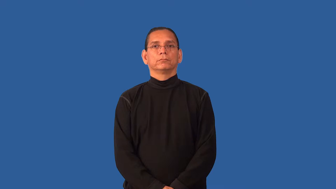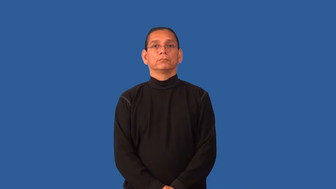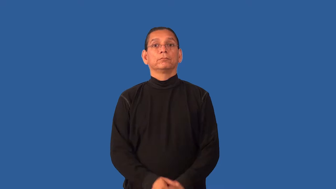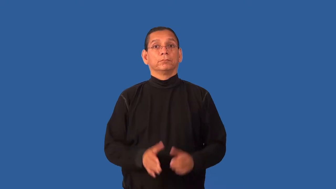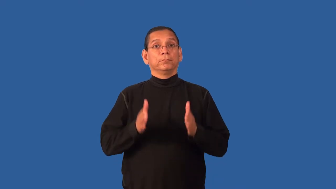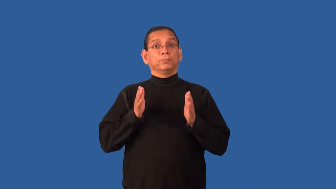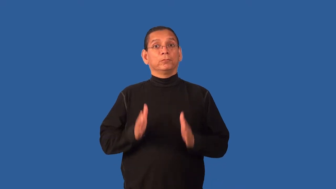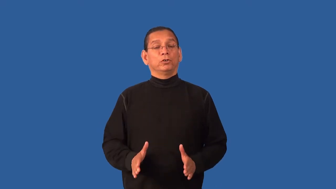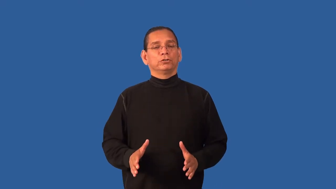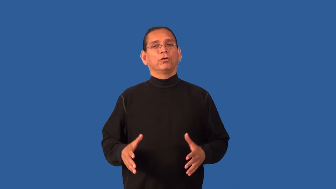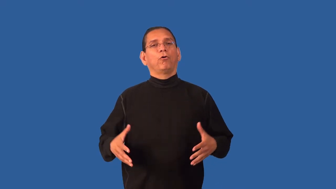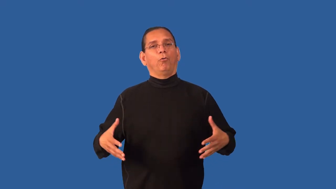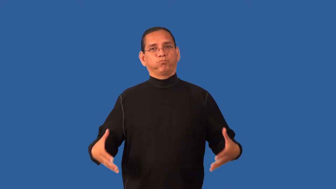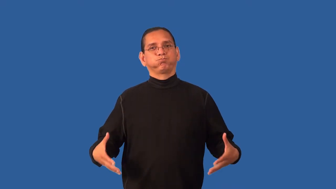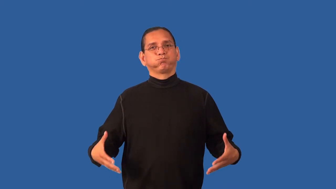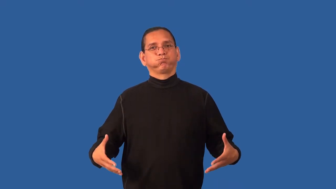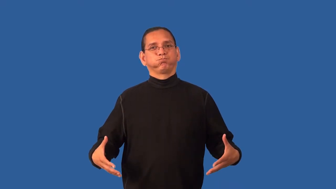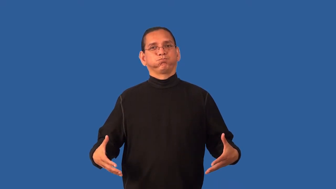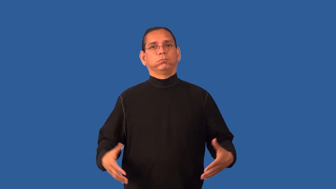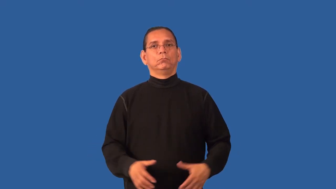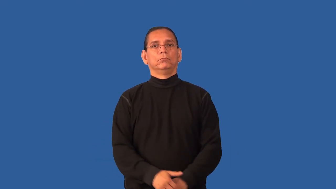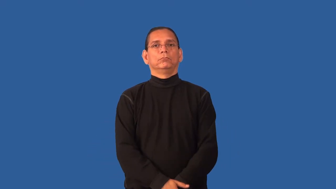fatty-person